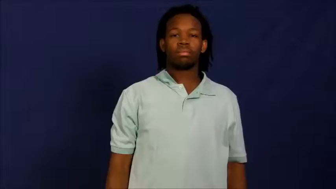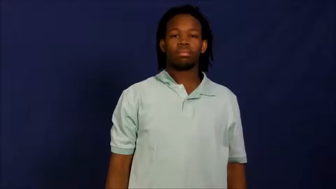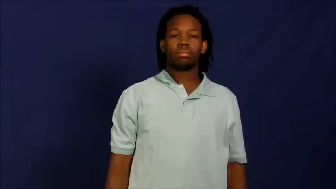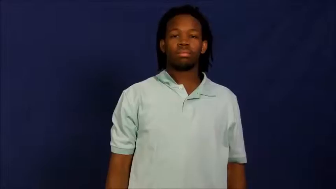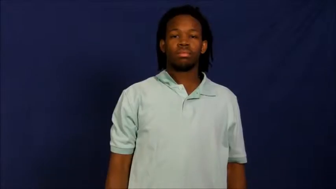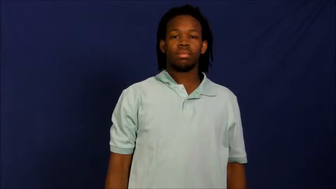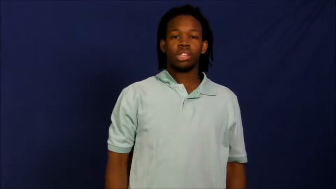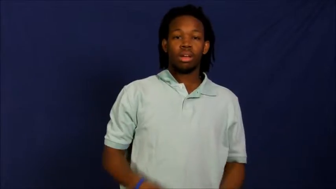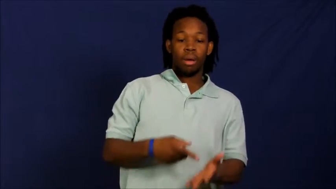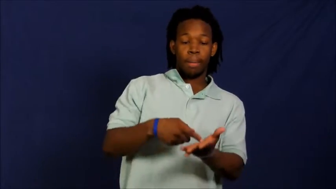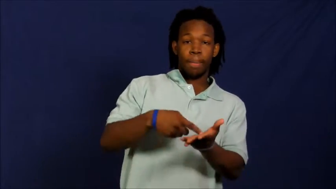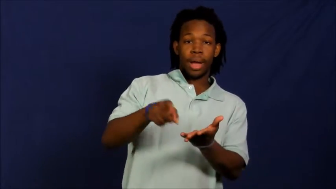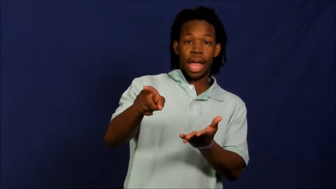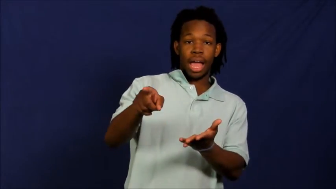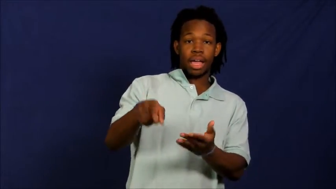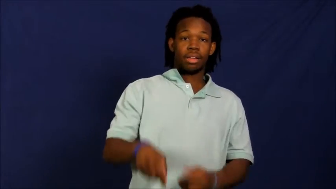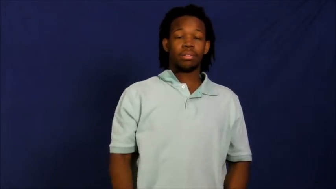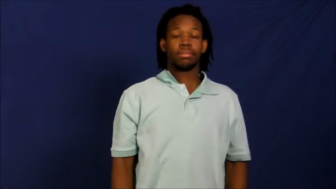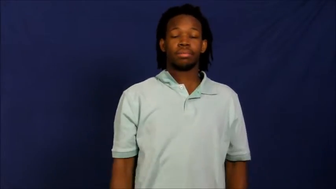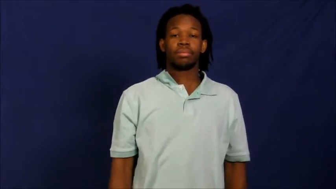fork out